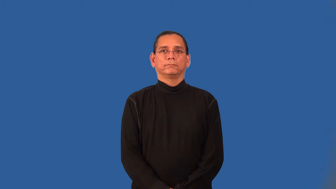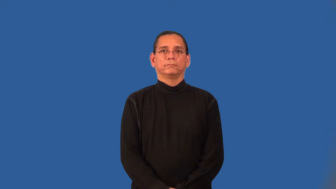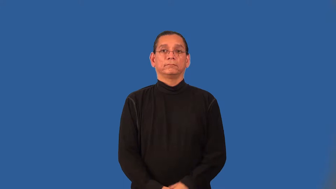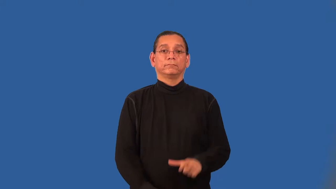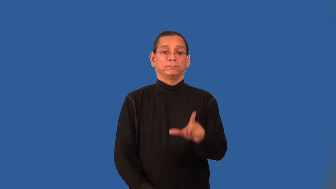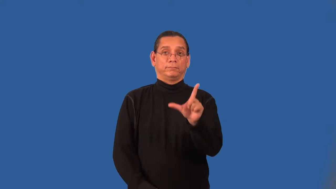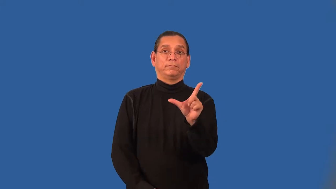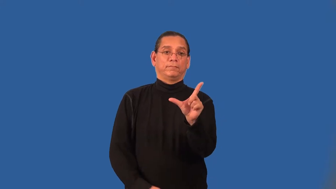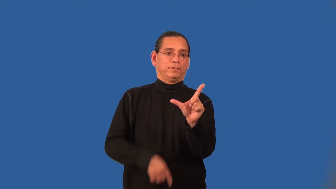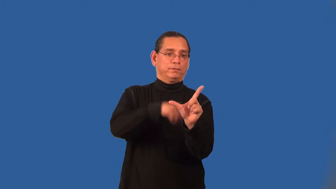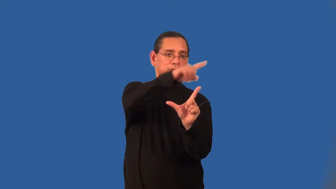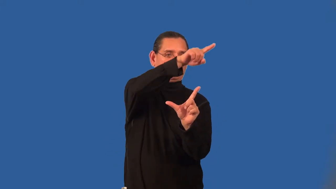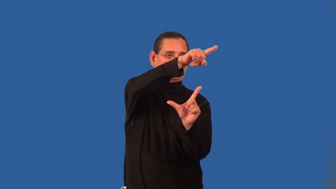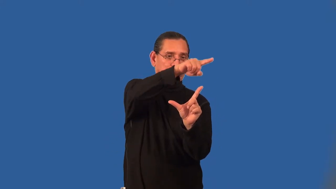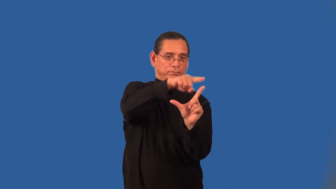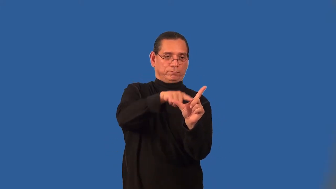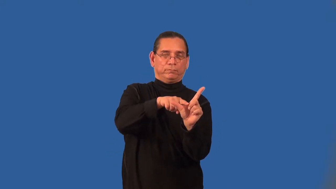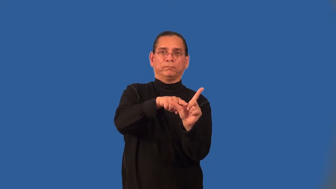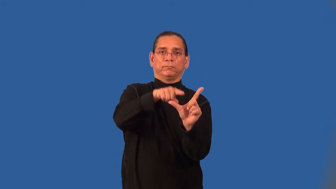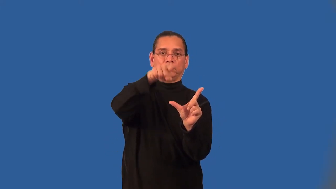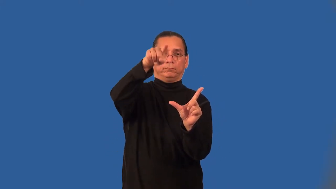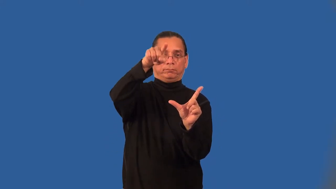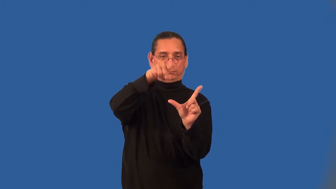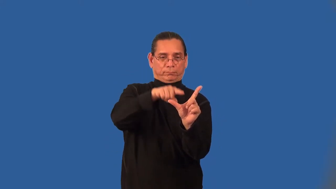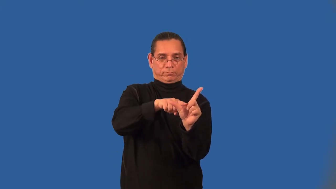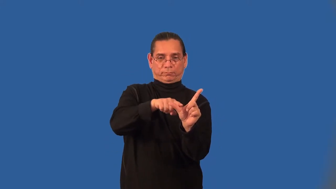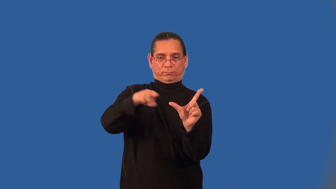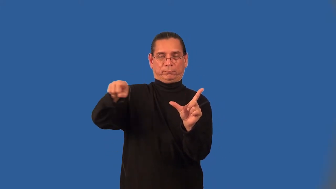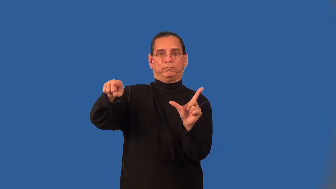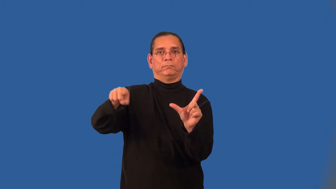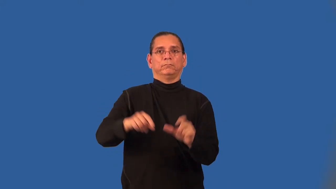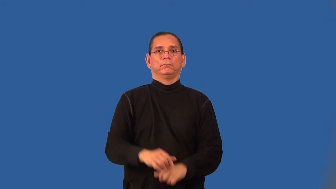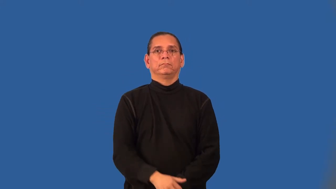adjacent angles